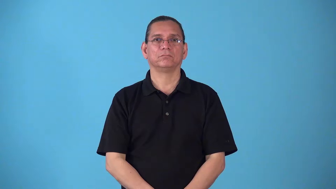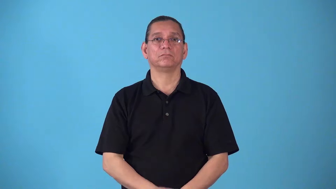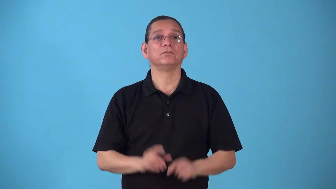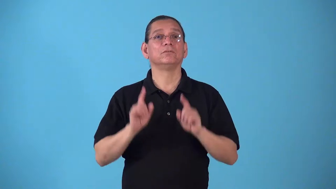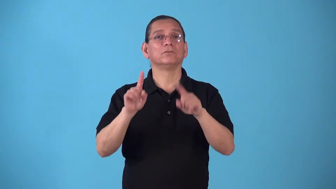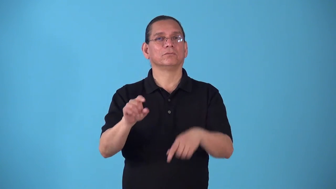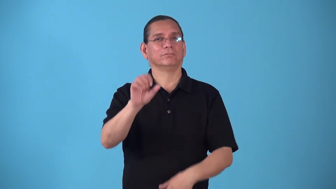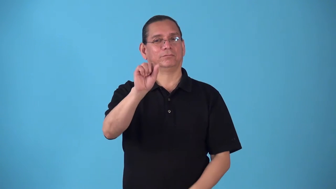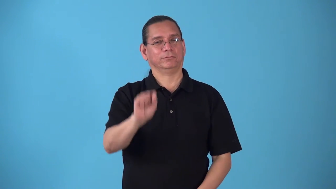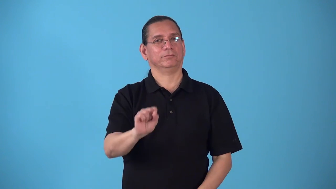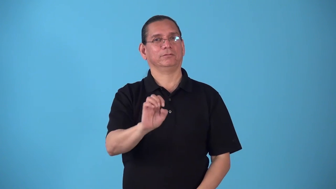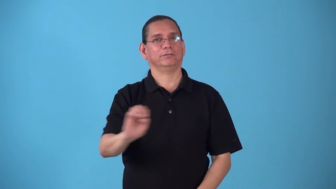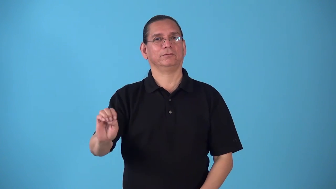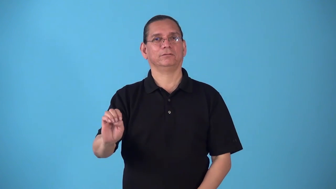southeastward,southeasterly